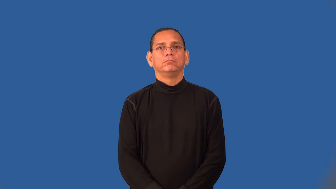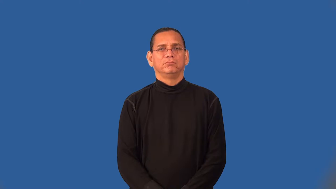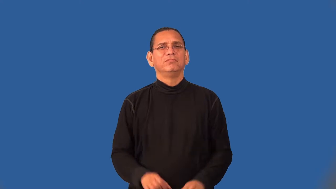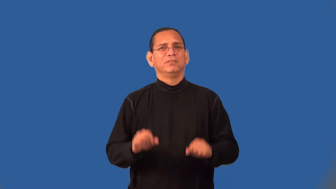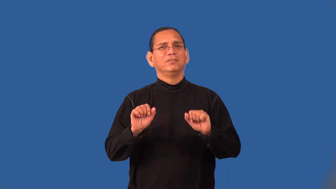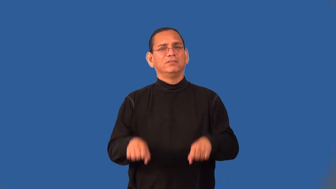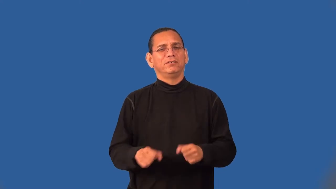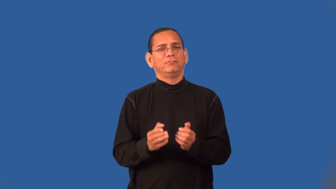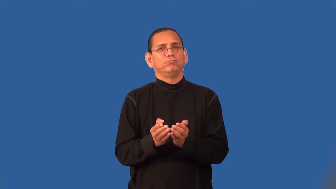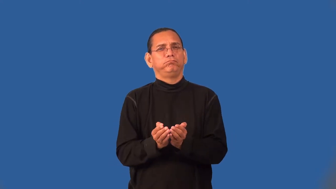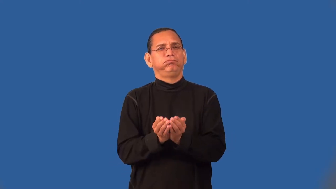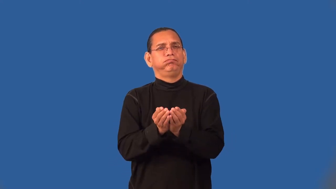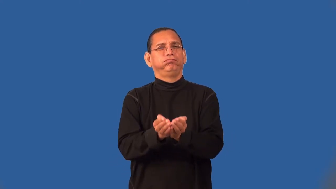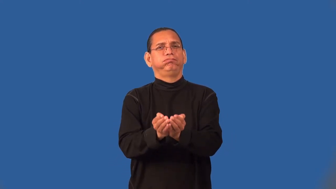seaworthy